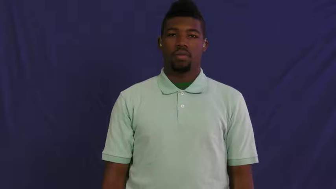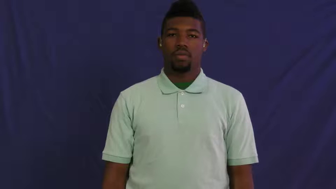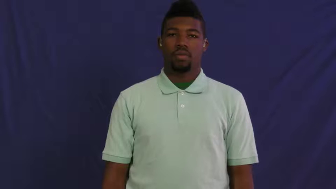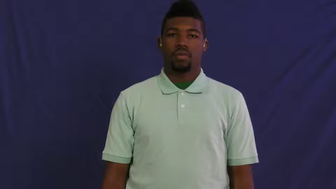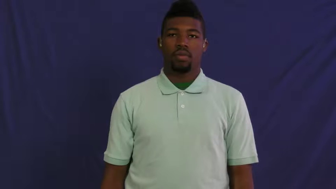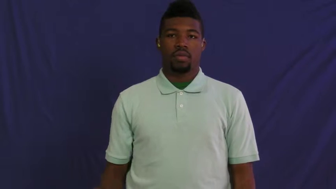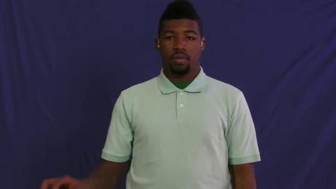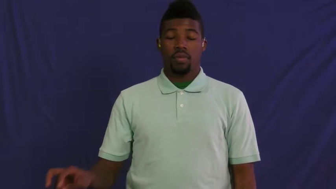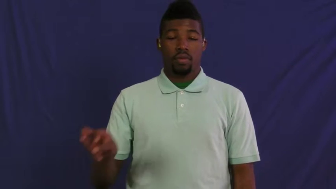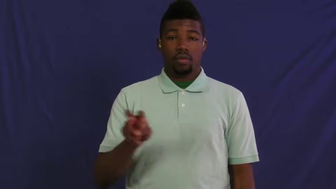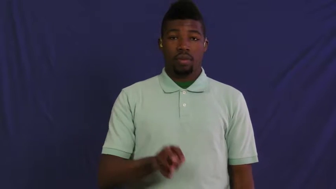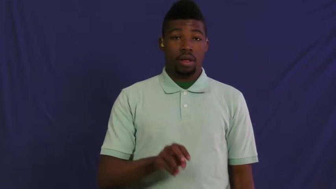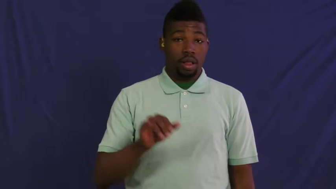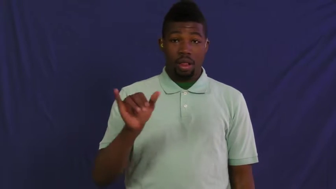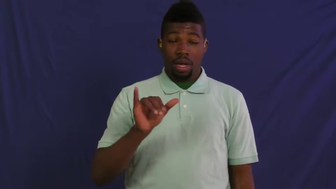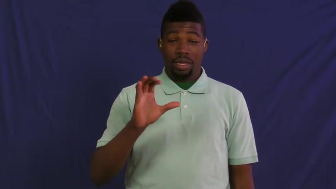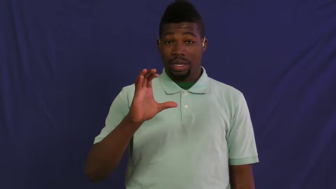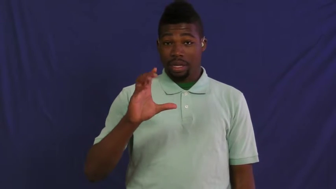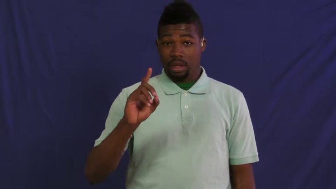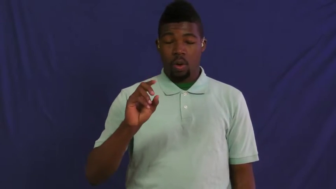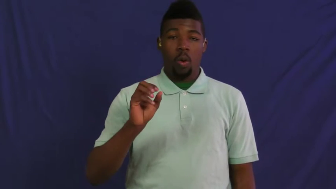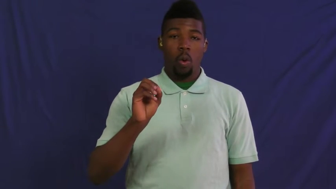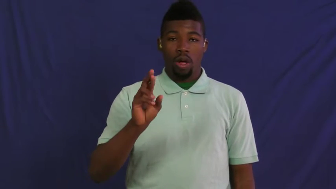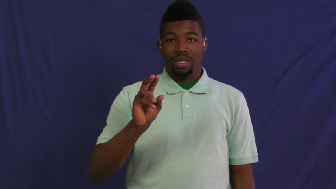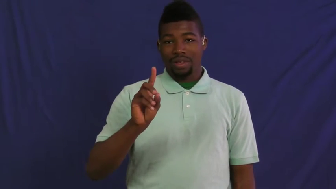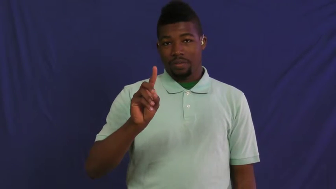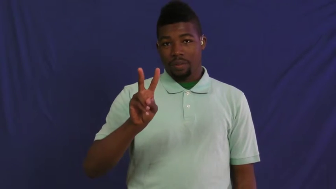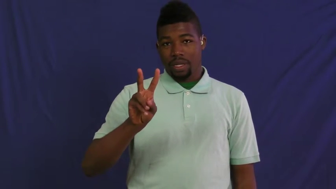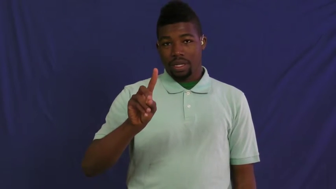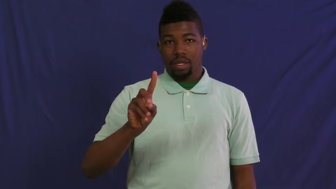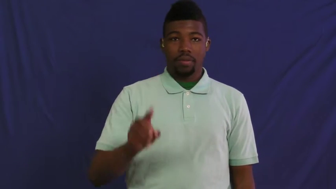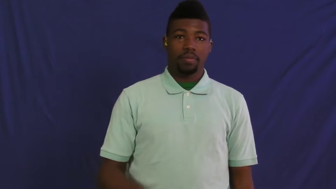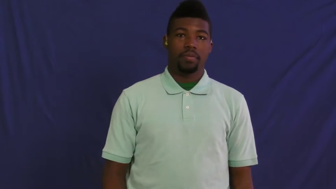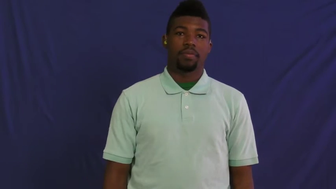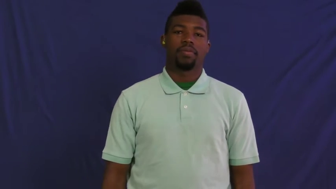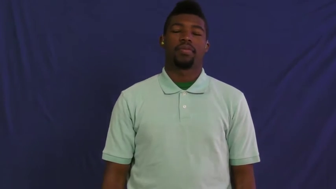hypermedia